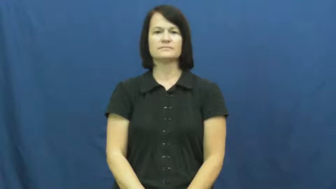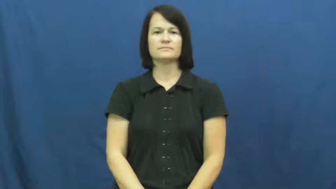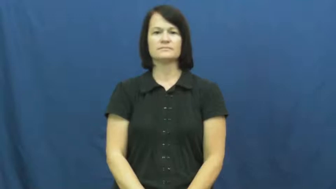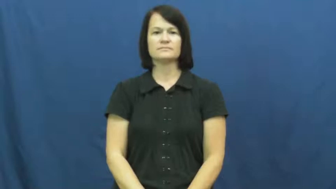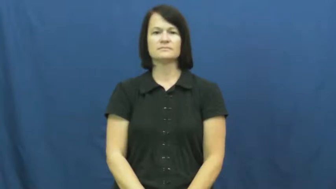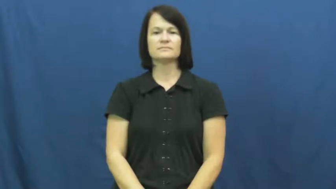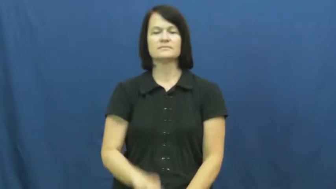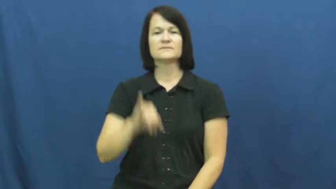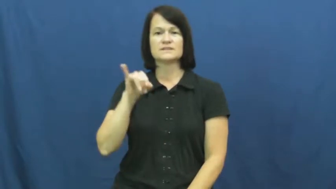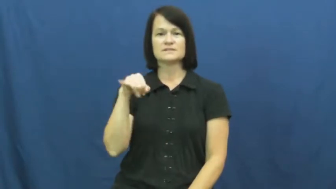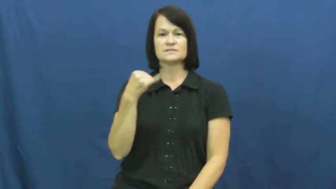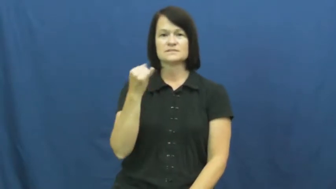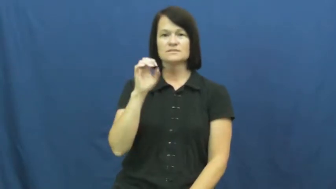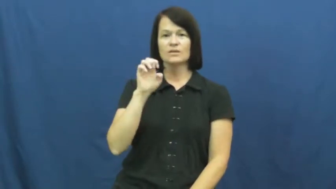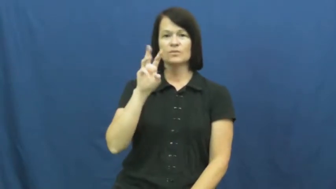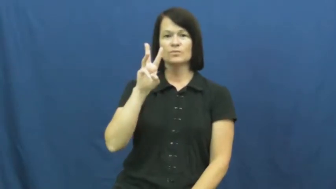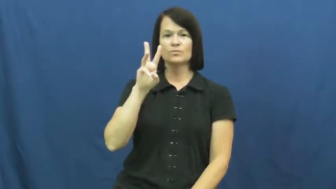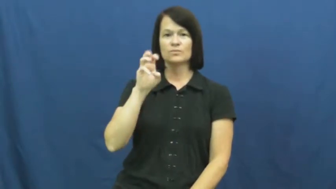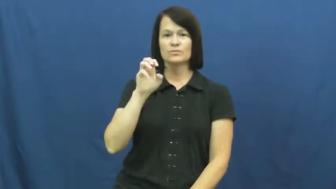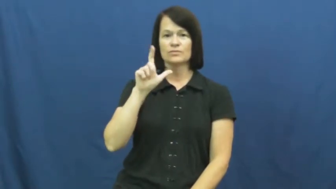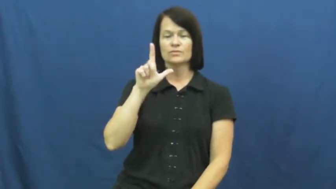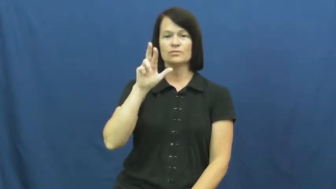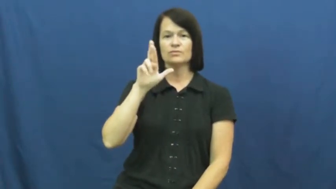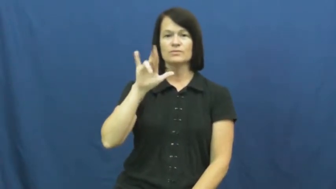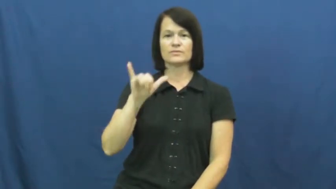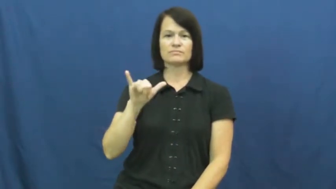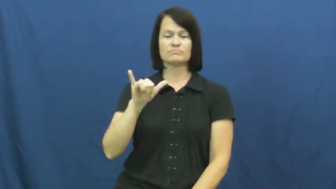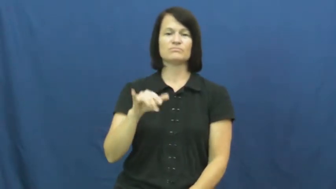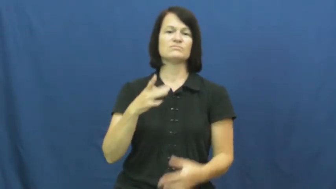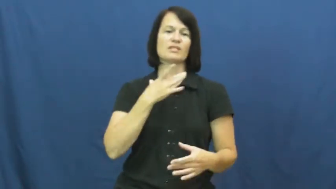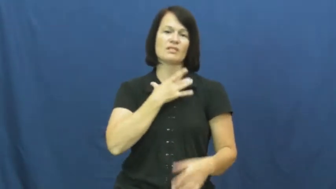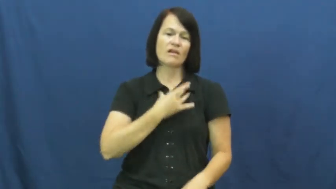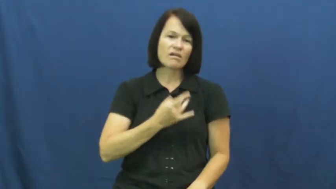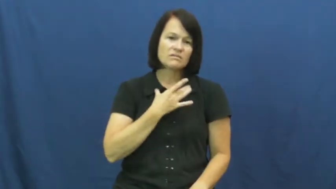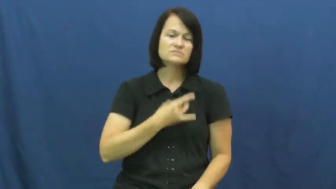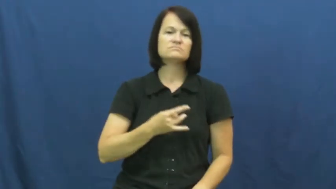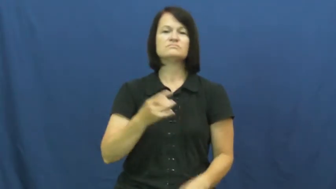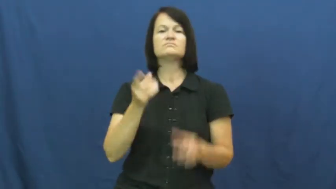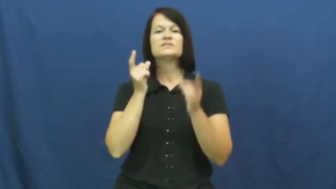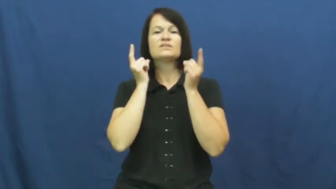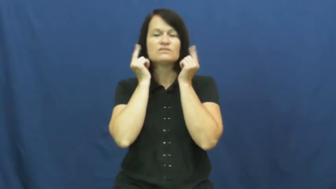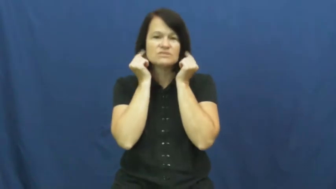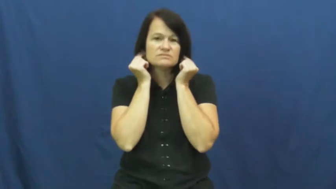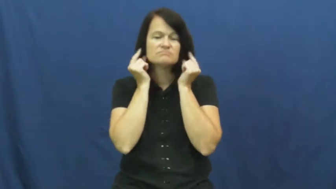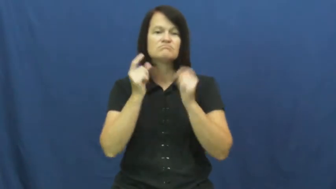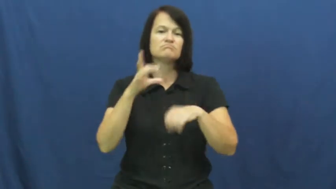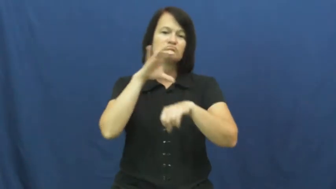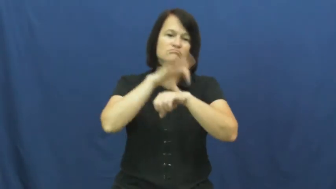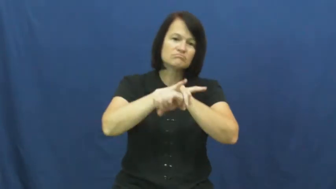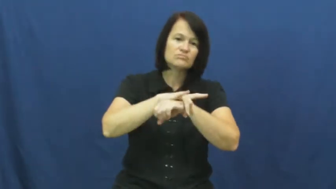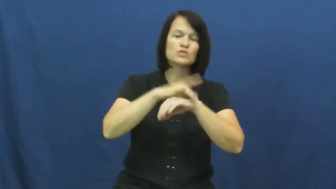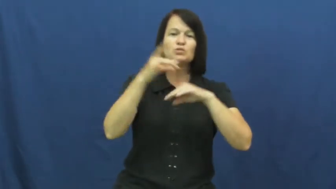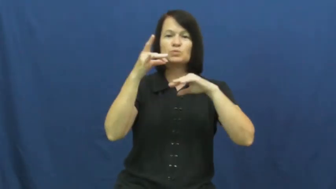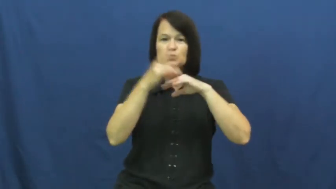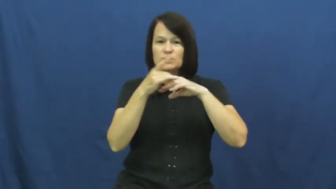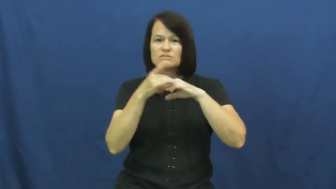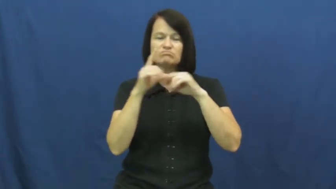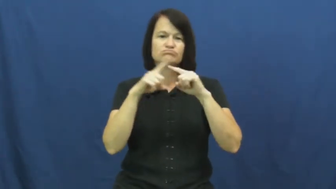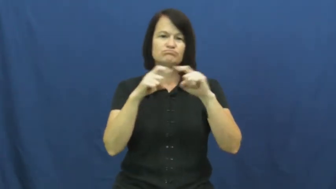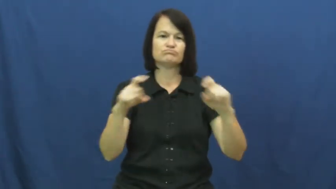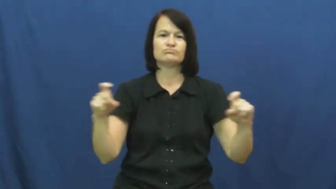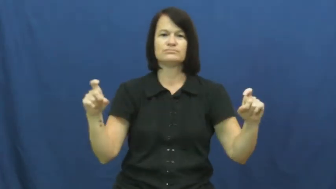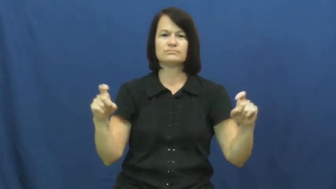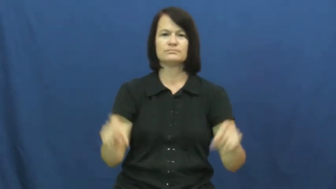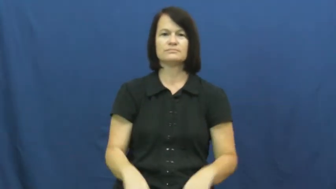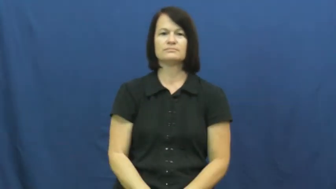jewelry